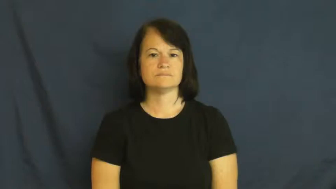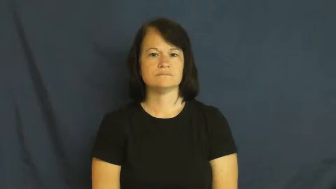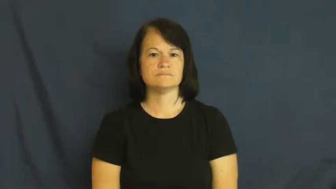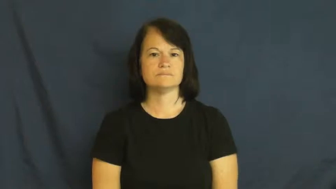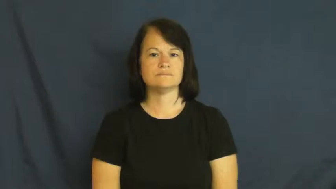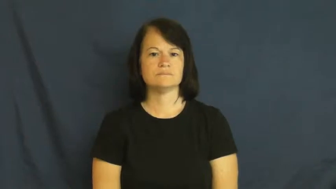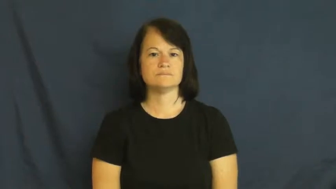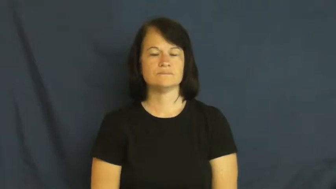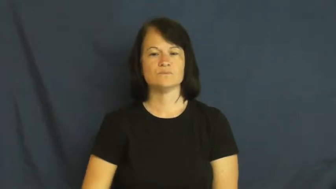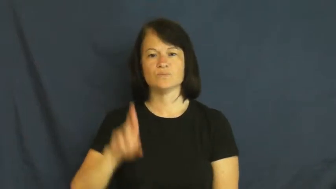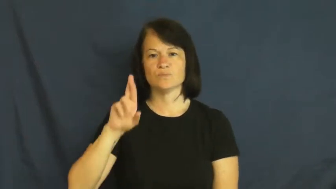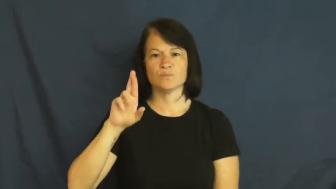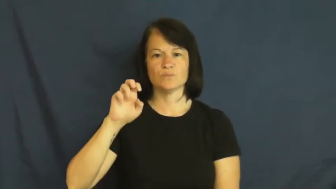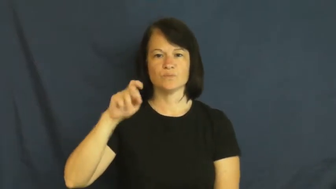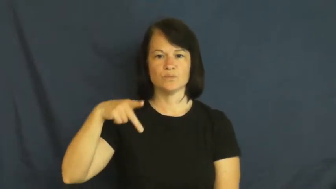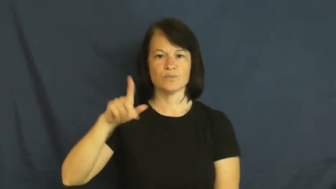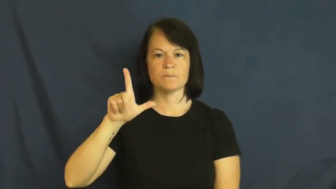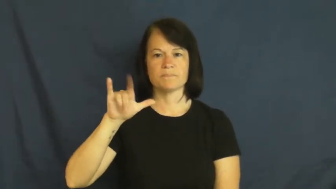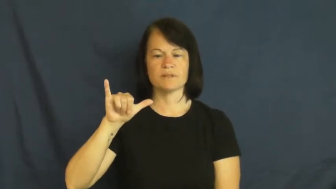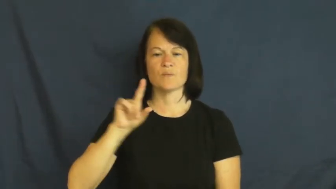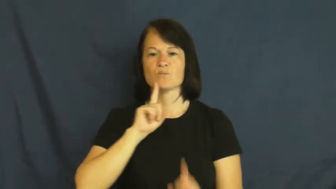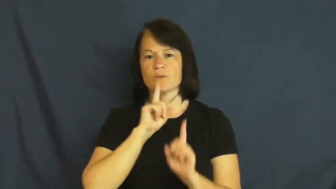reply